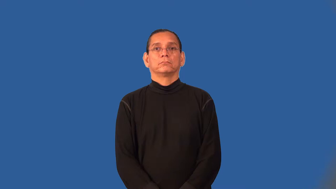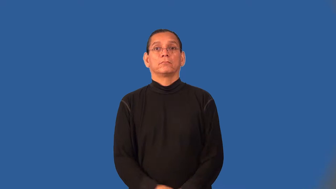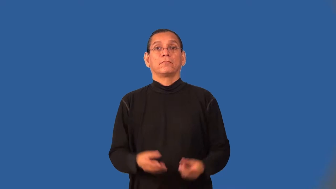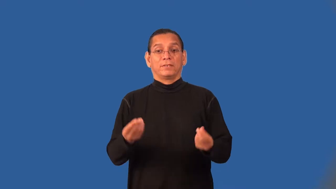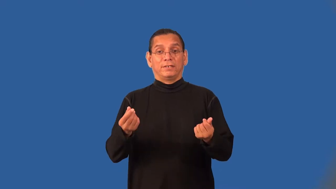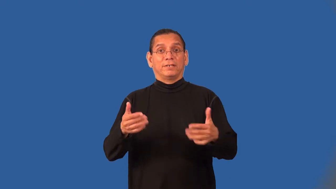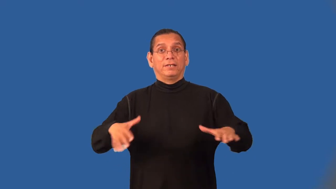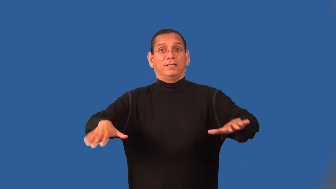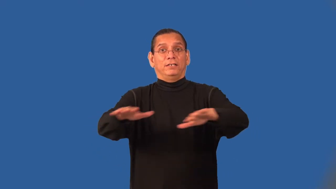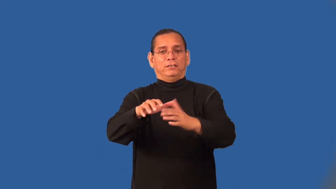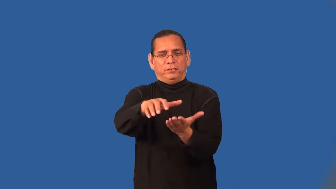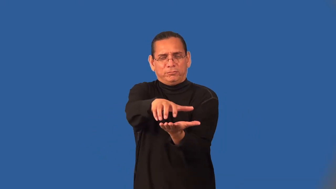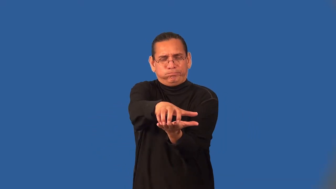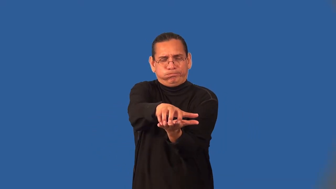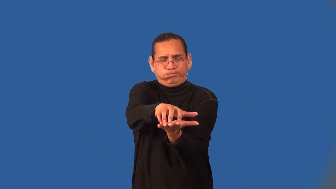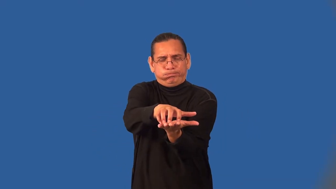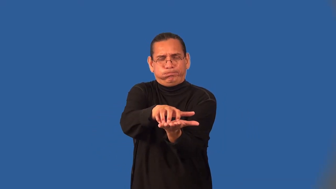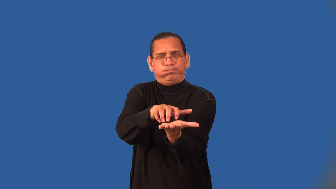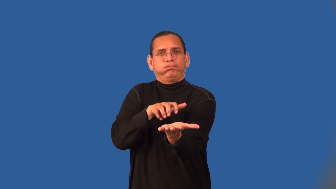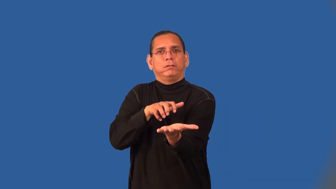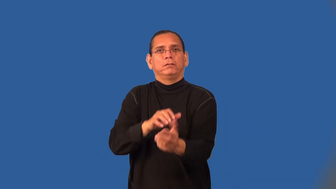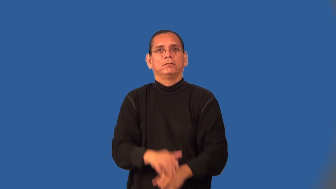till,harrow-verb